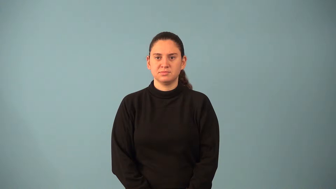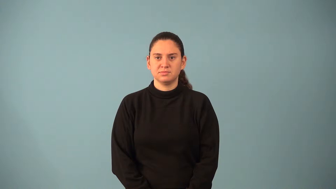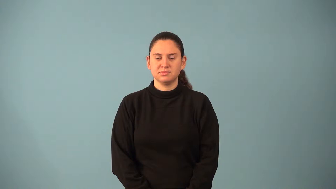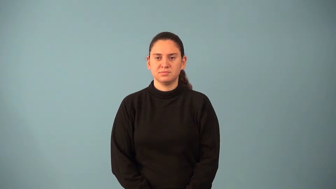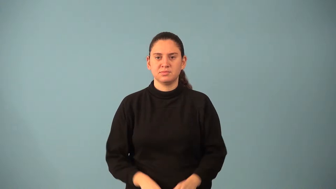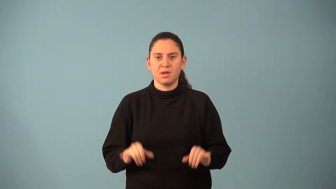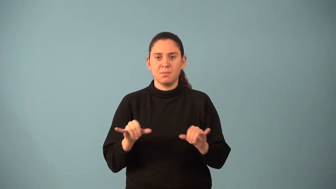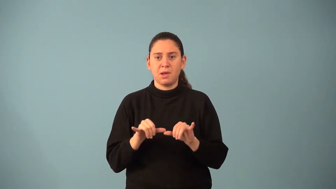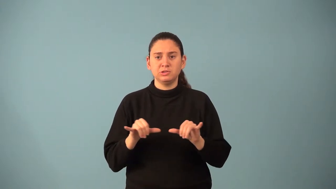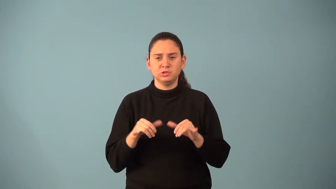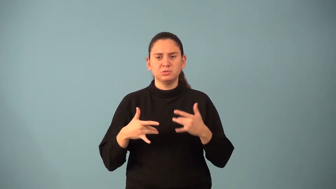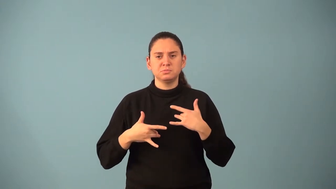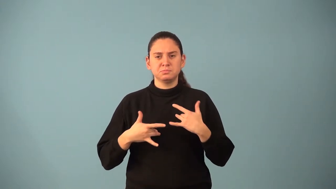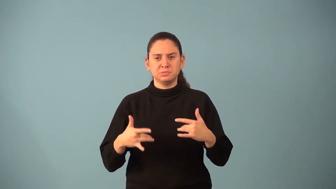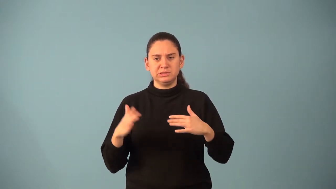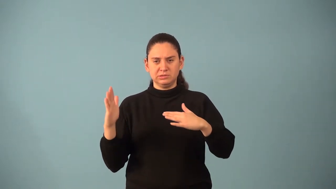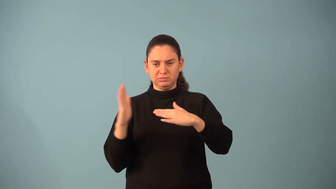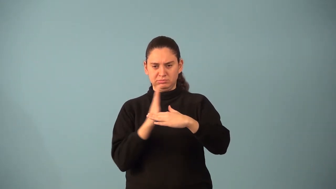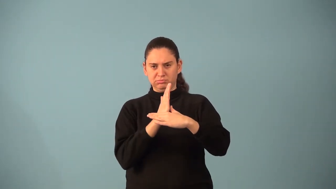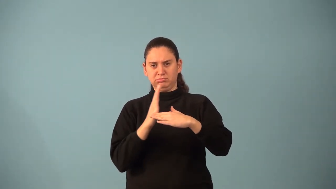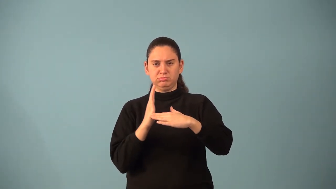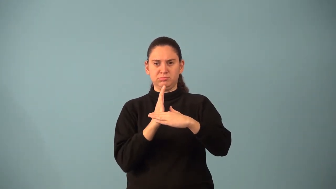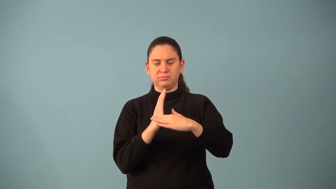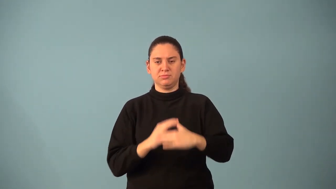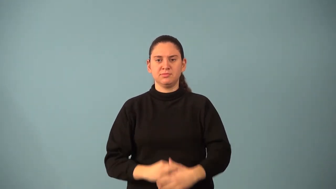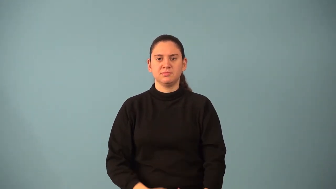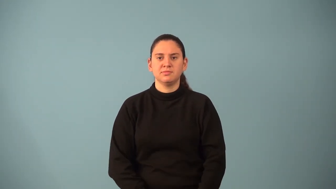measure of central tendency